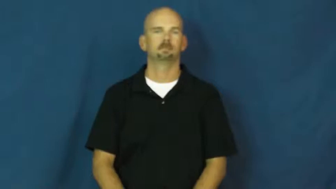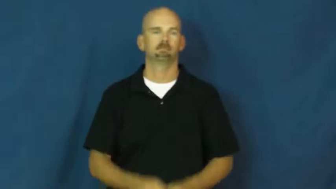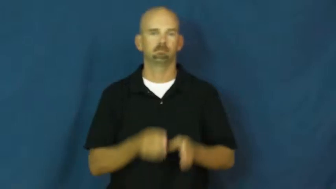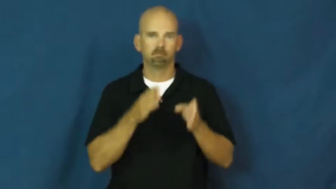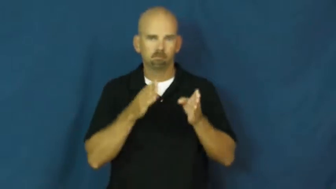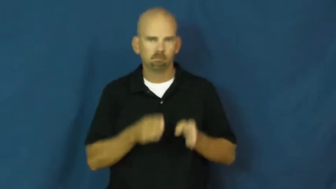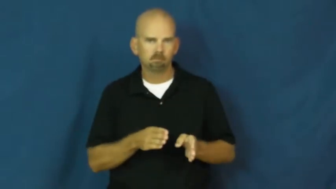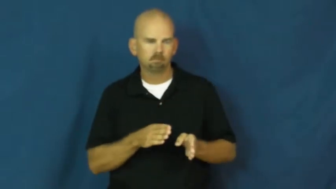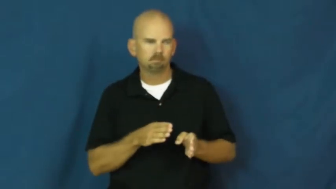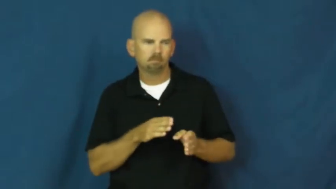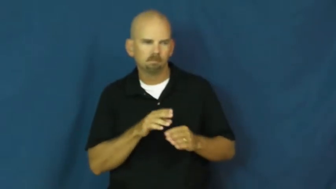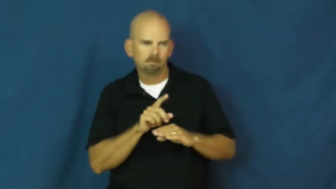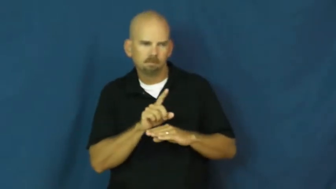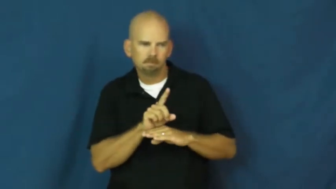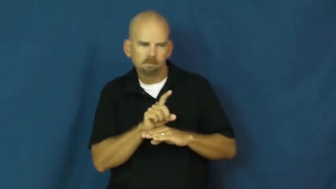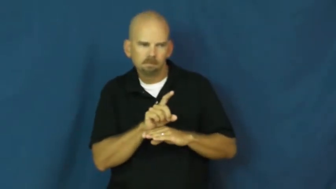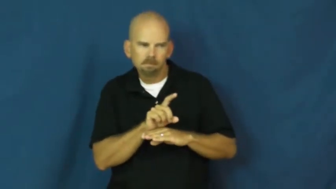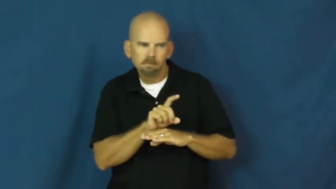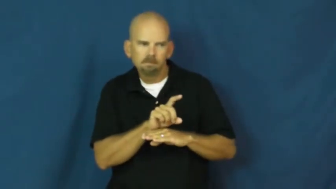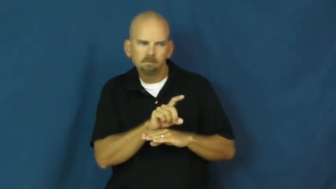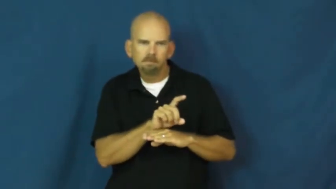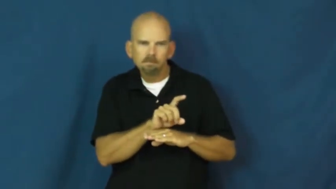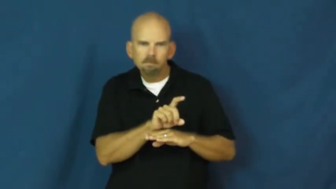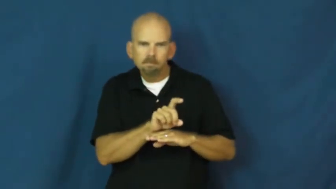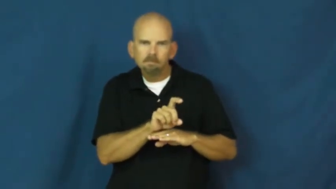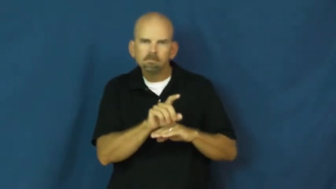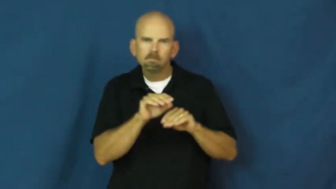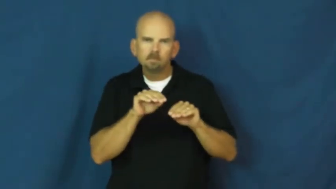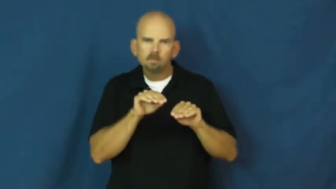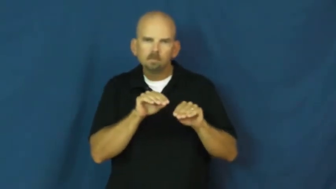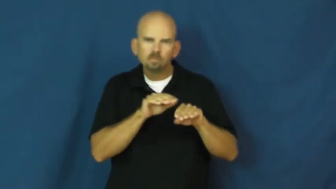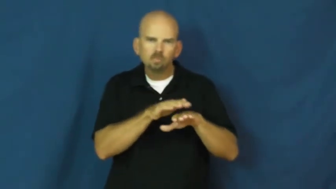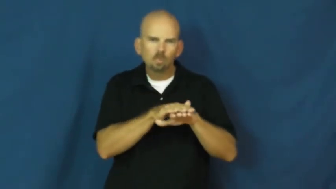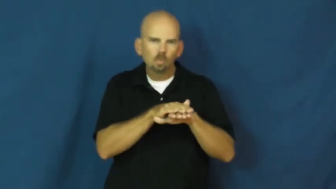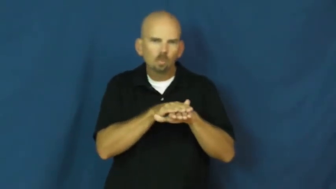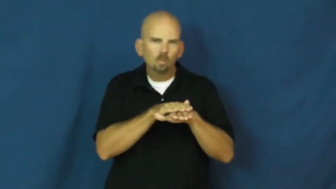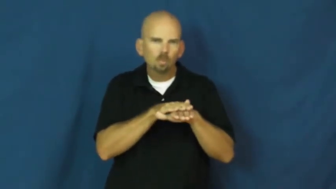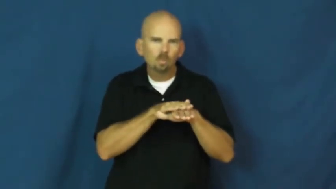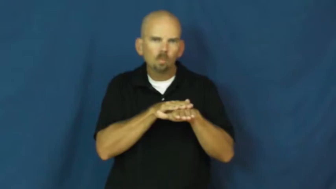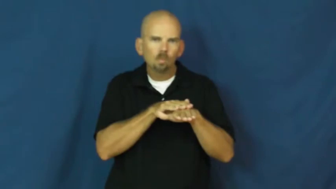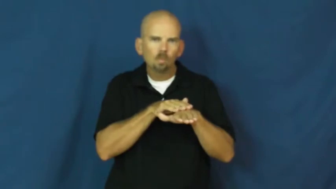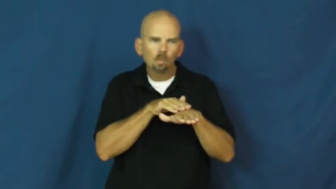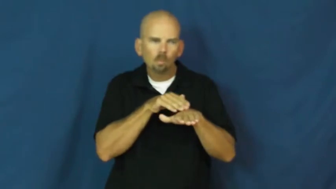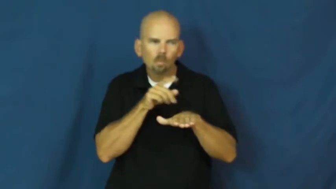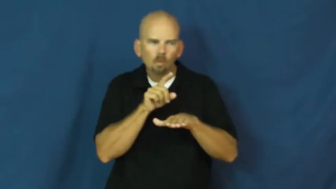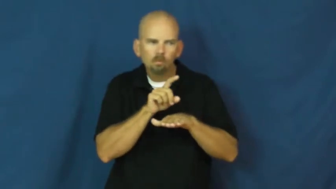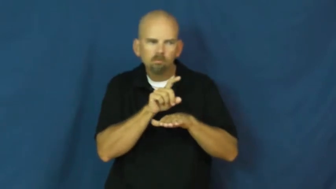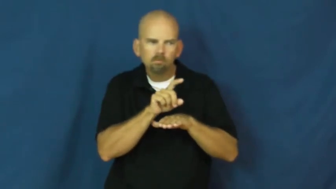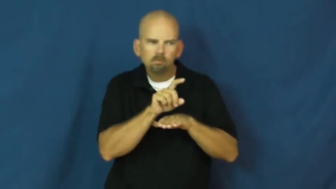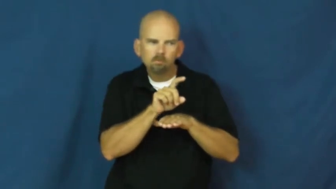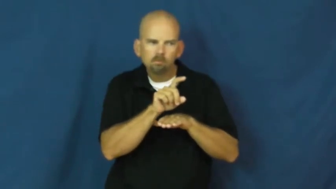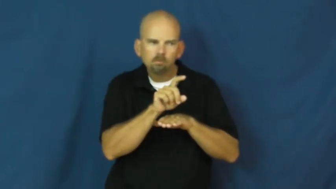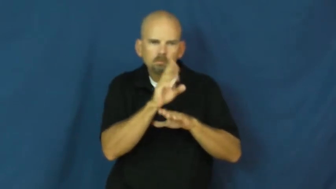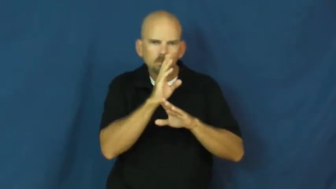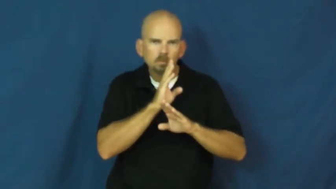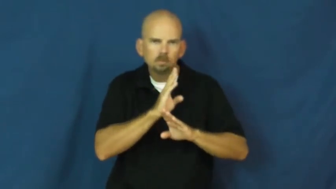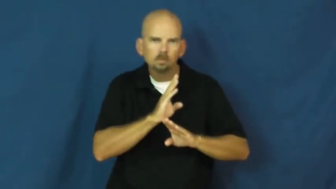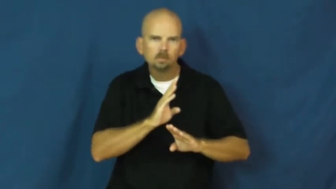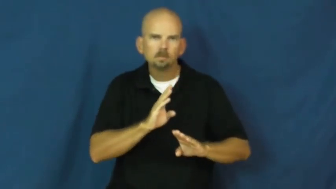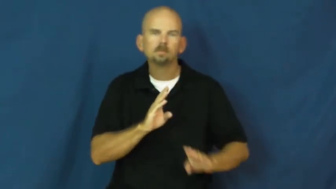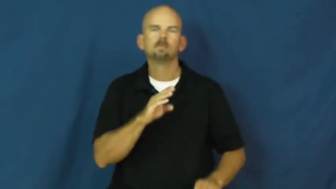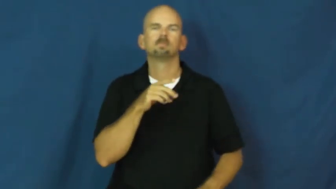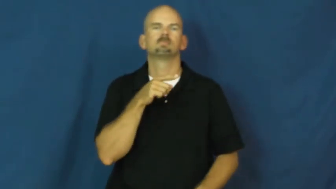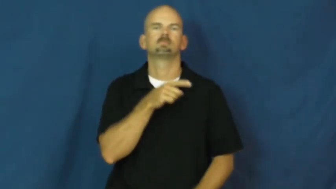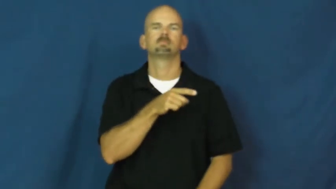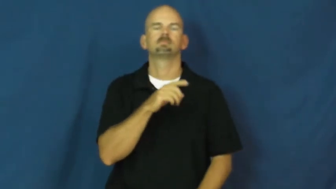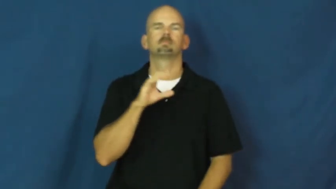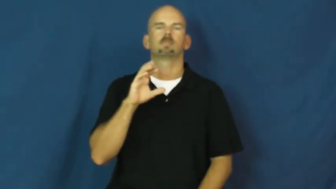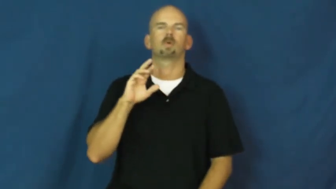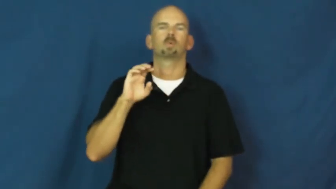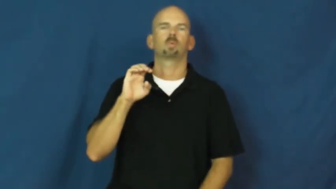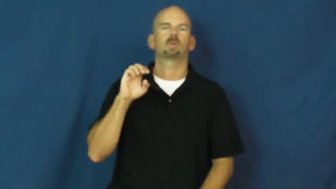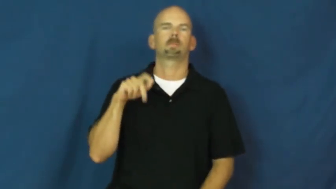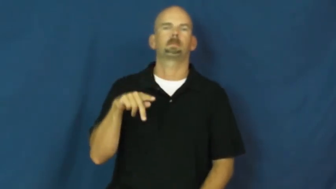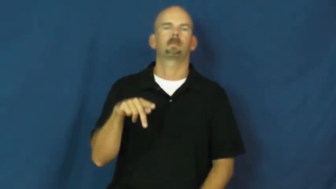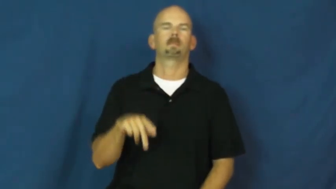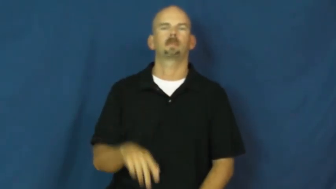creep-verb